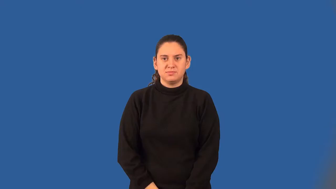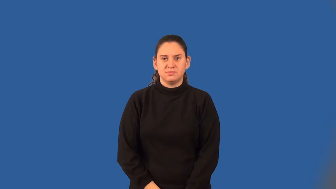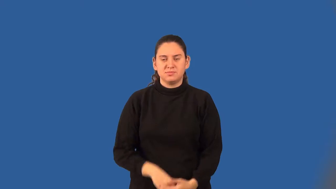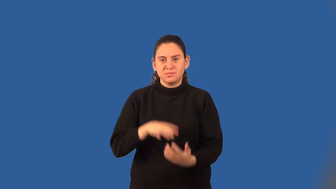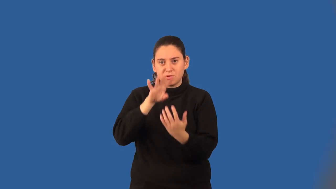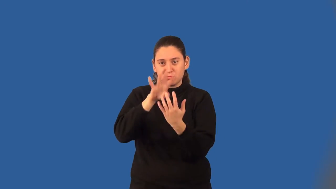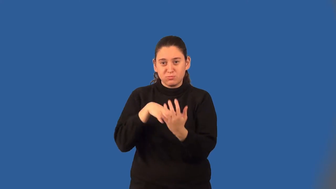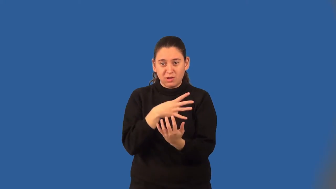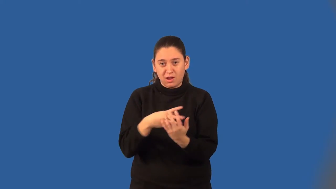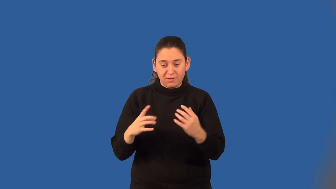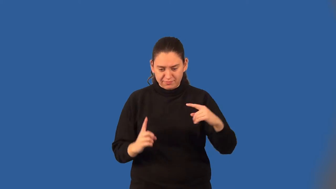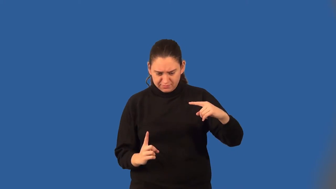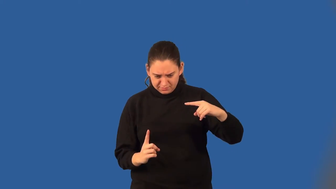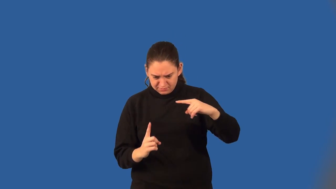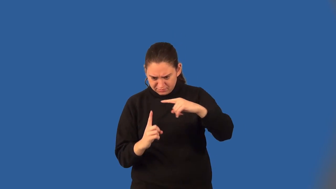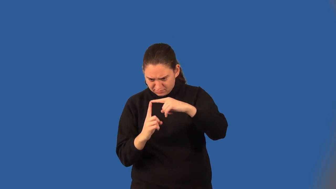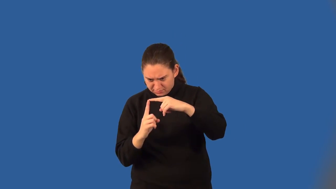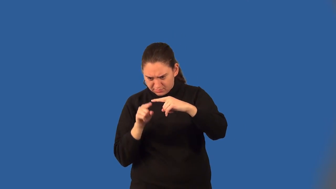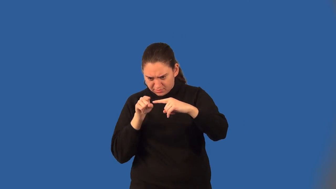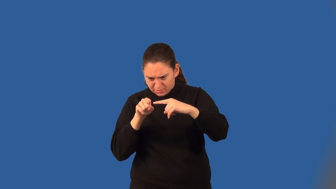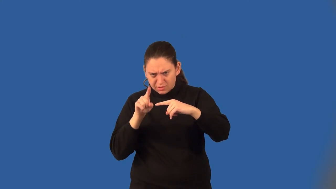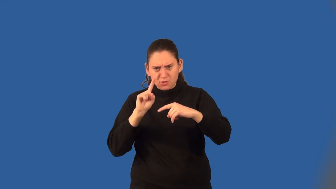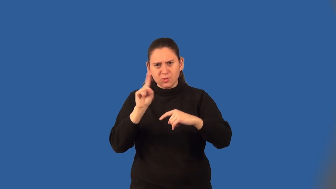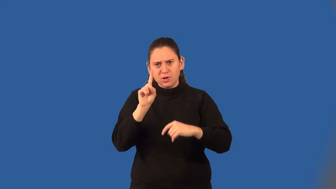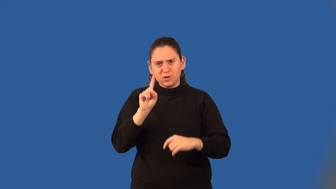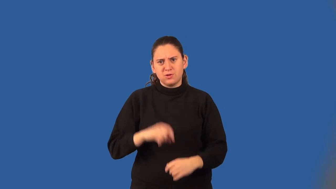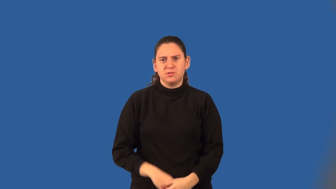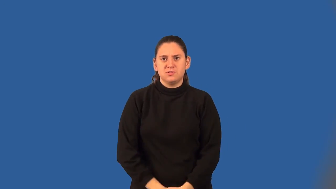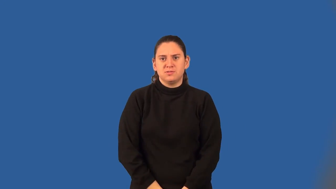cartesian coordinates